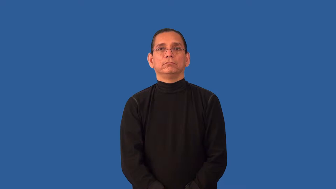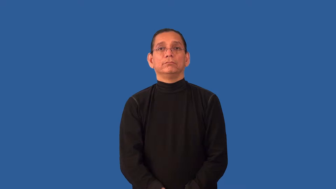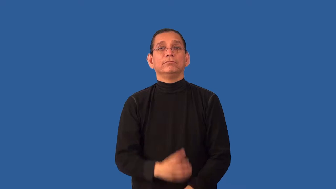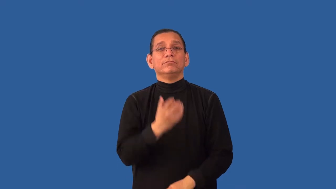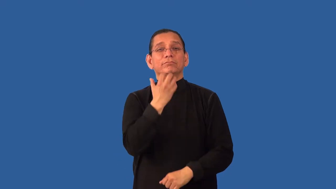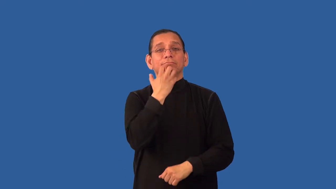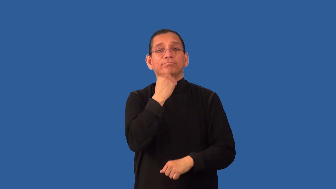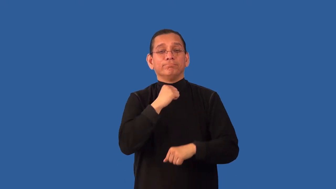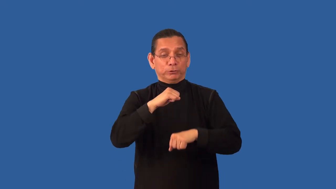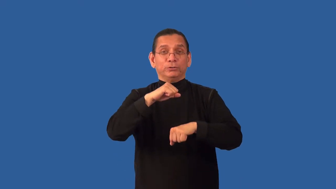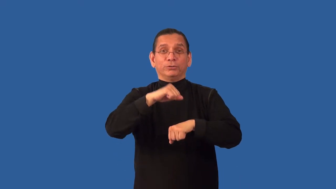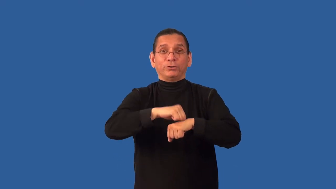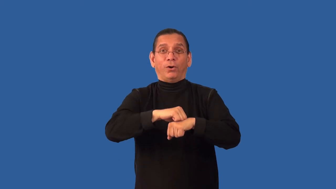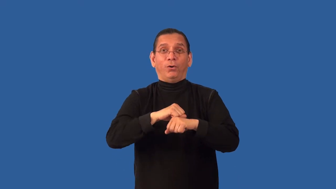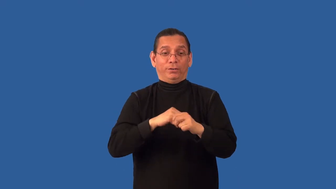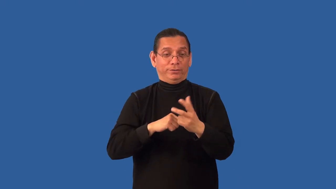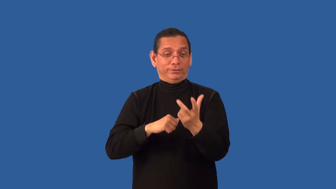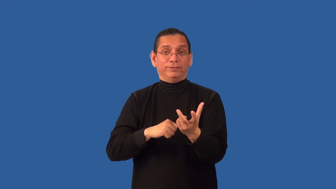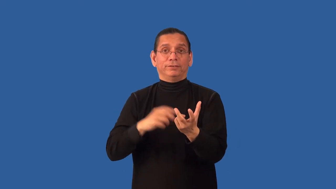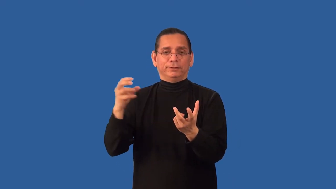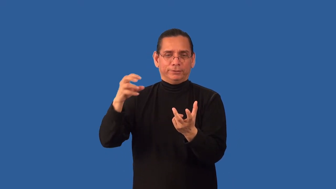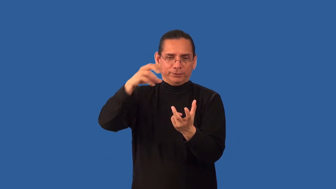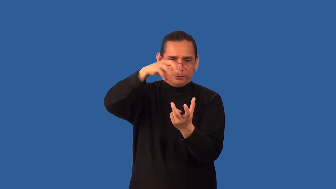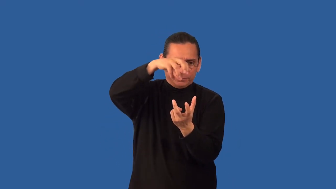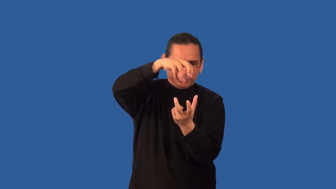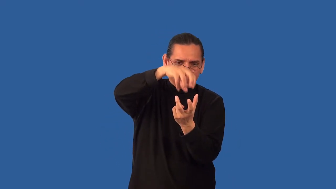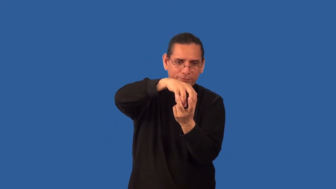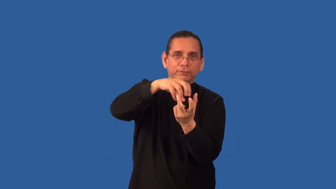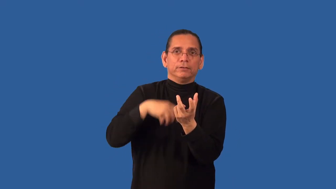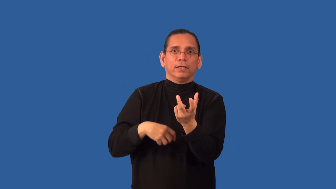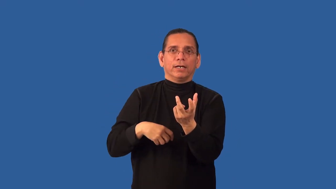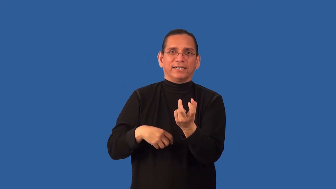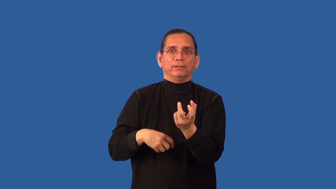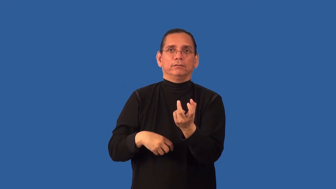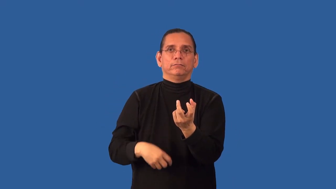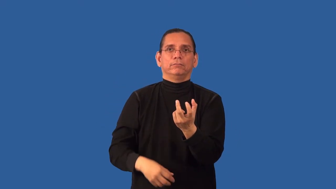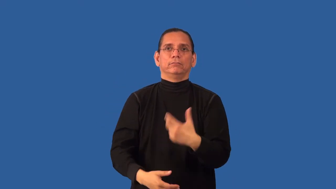set,reset-stone